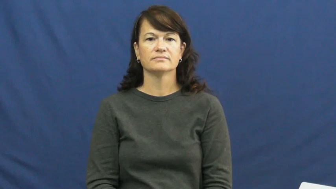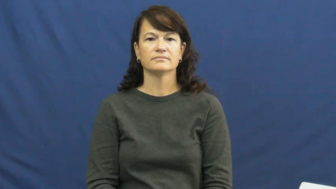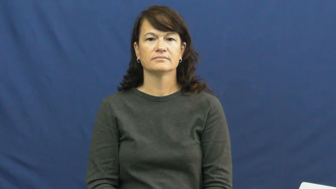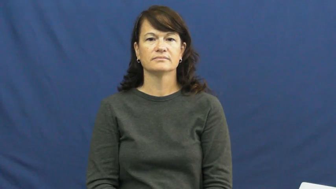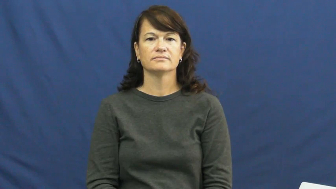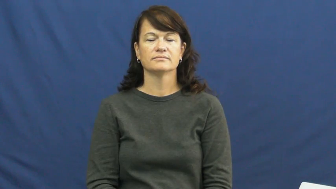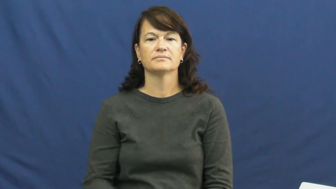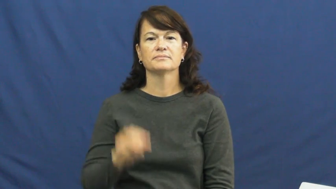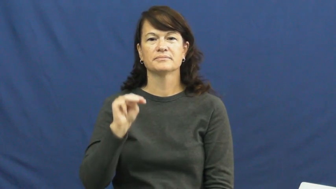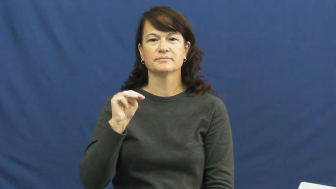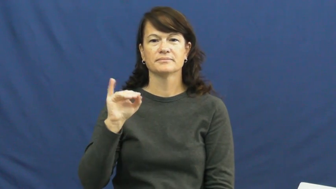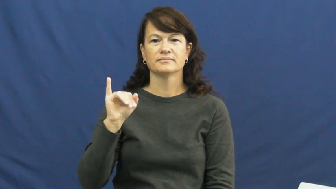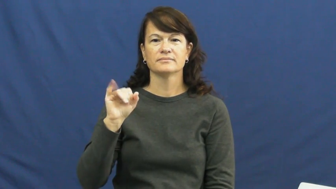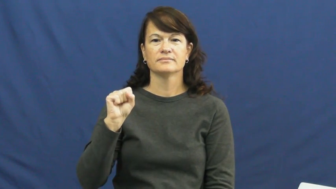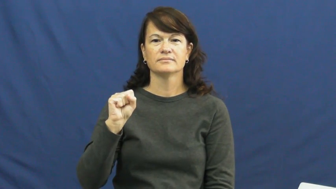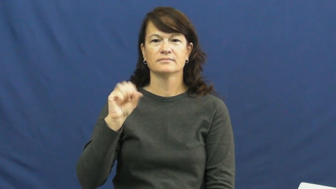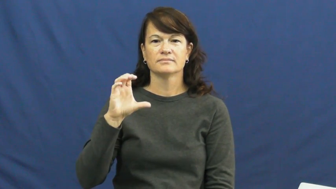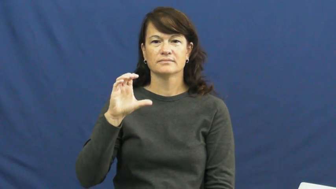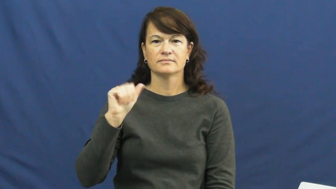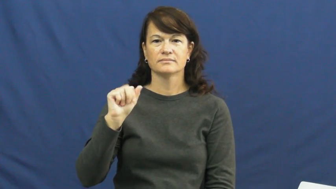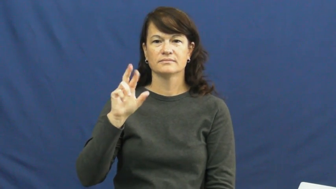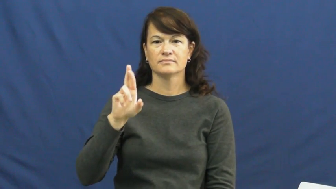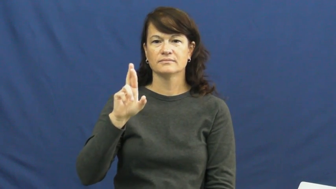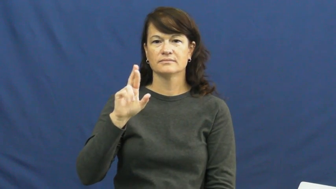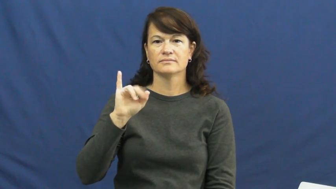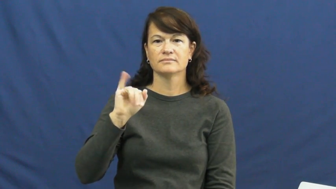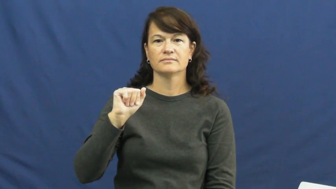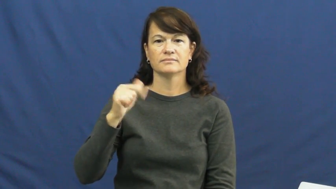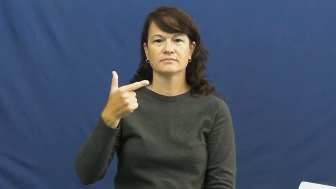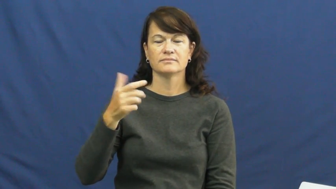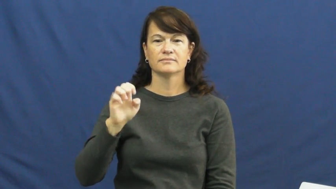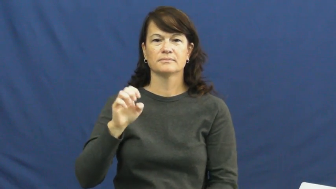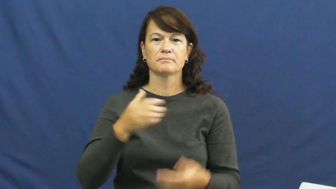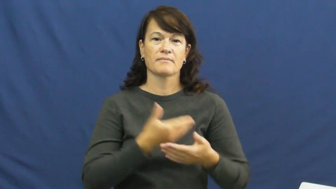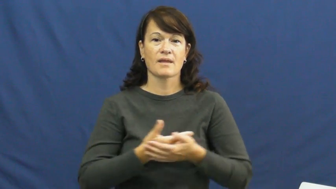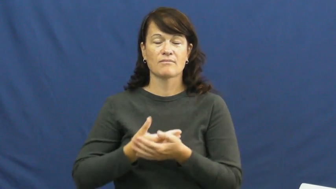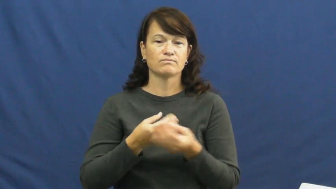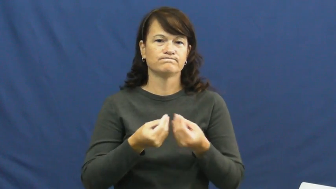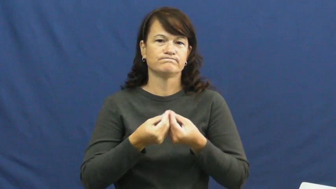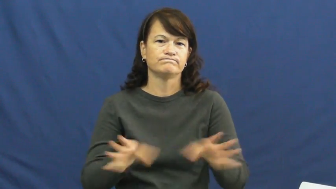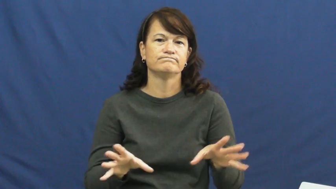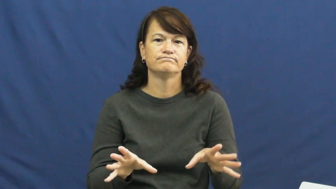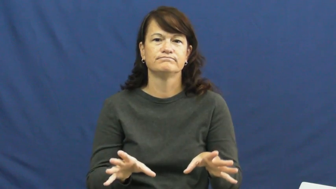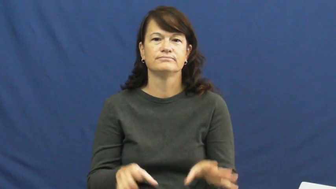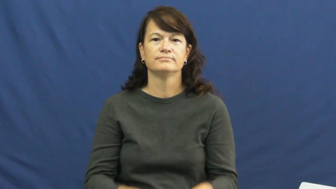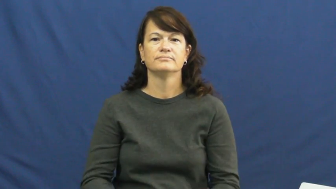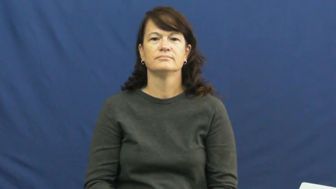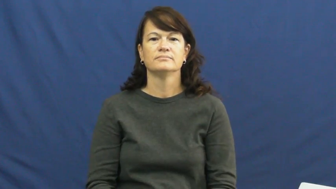miscarriage